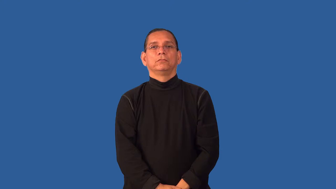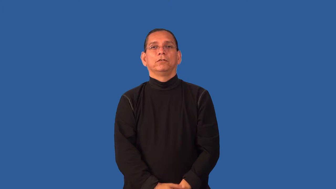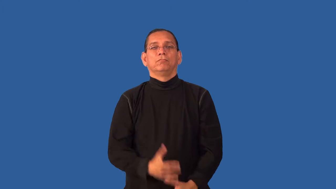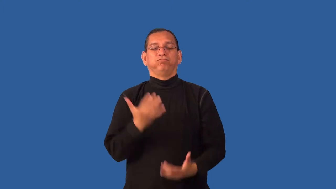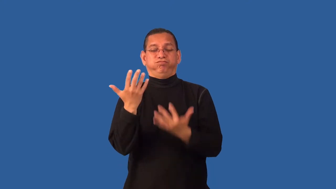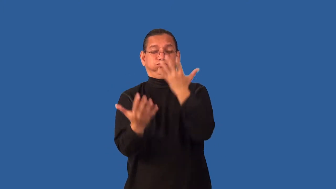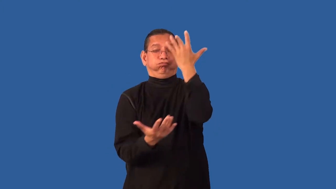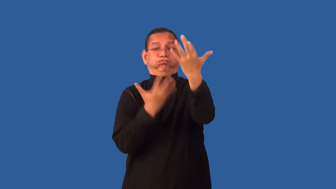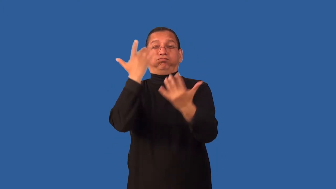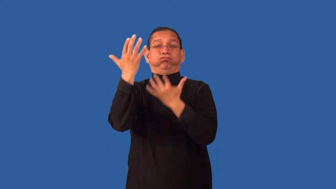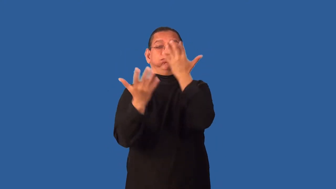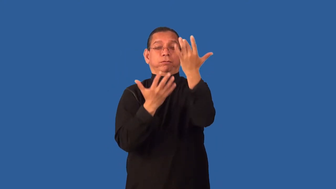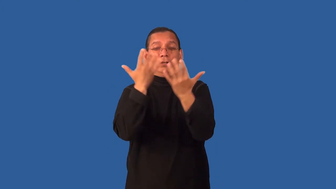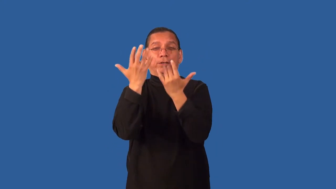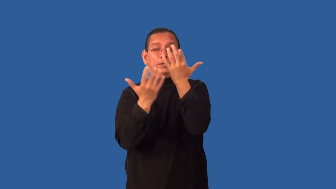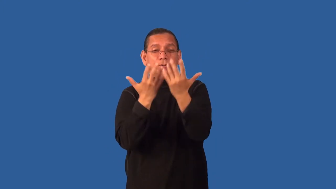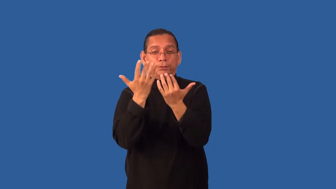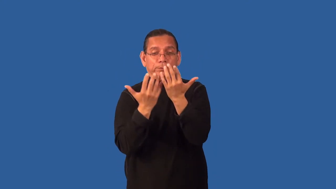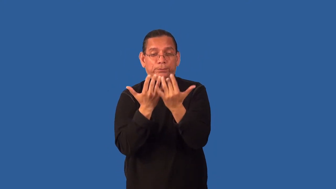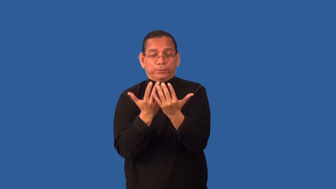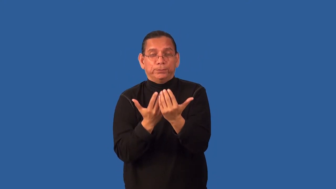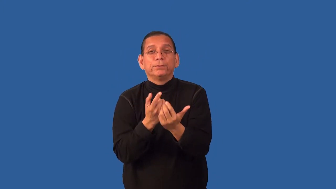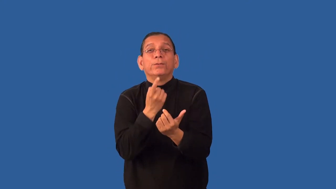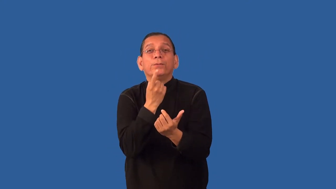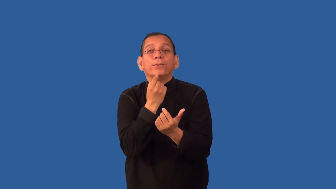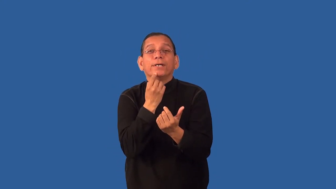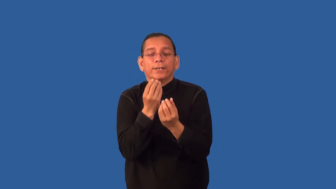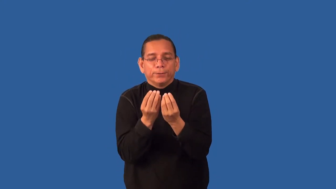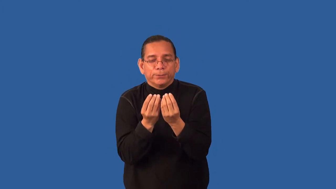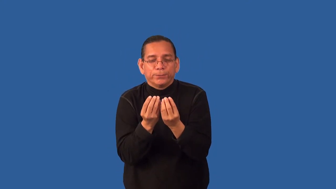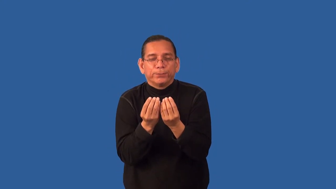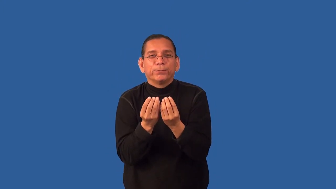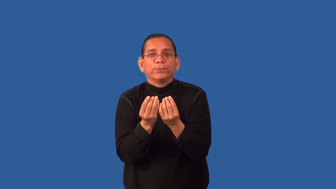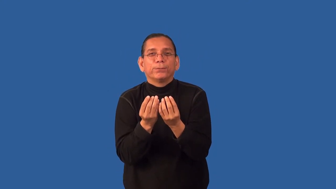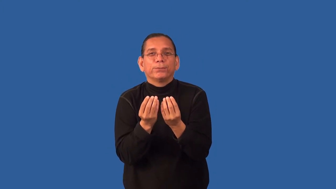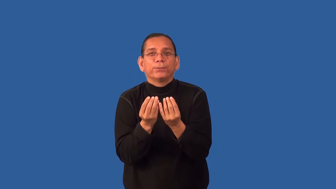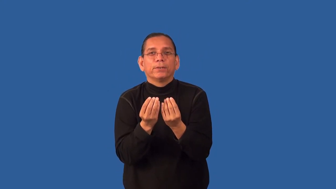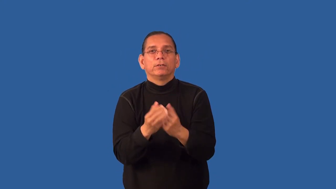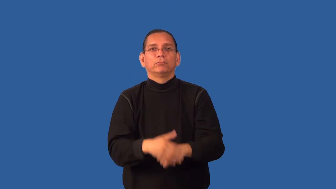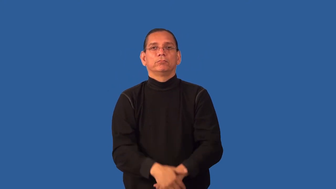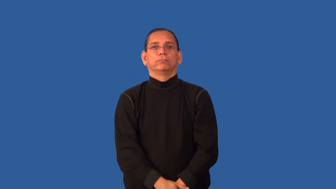ember